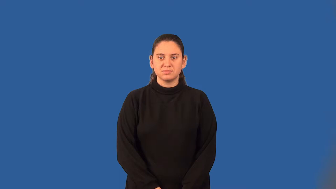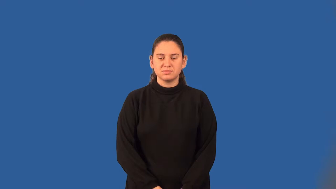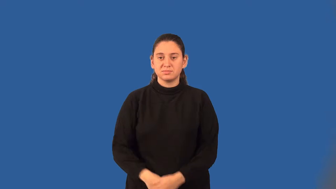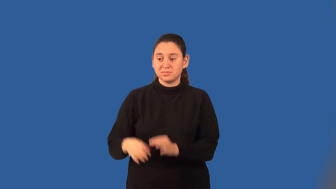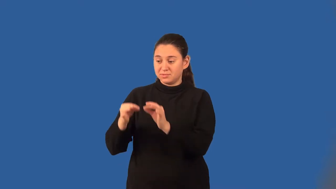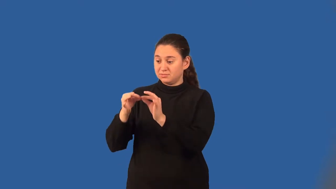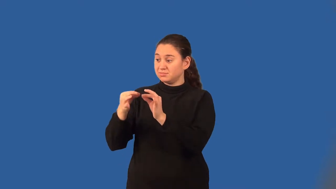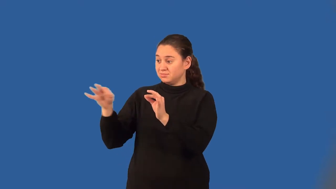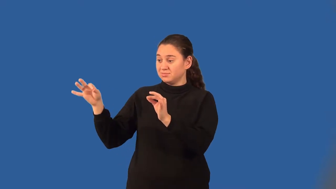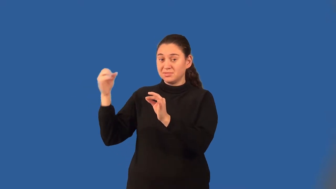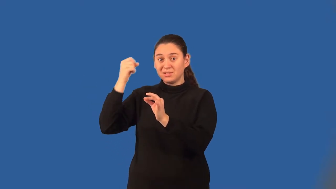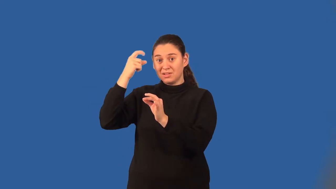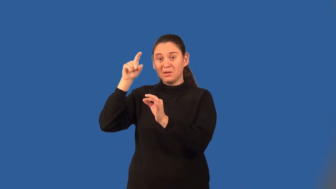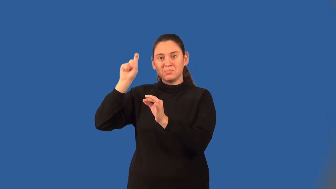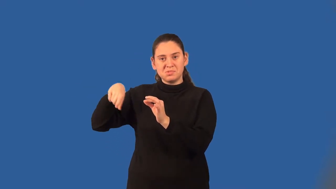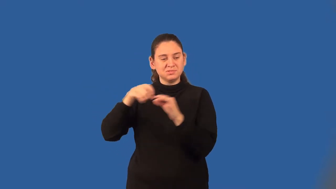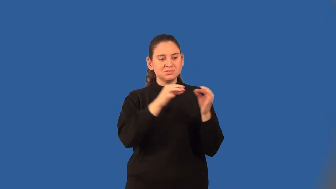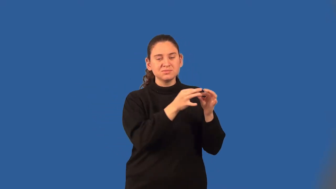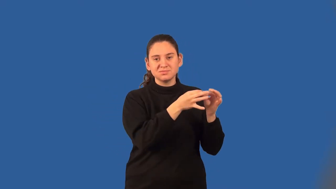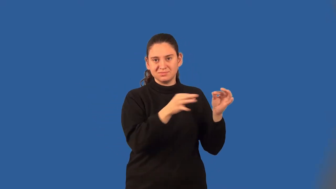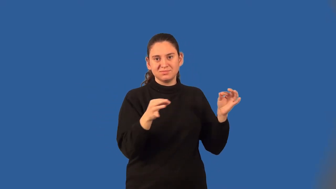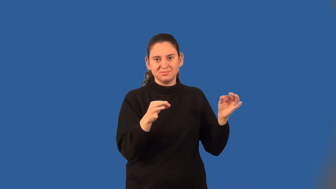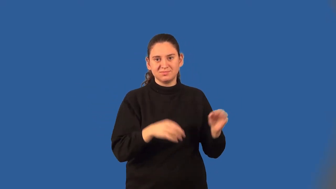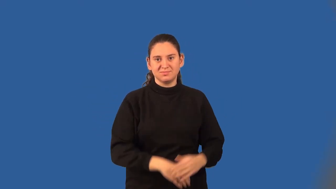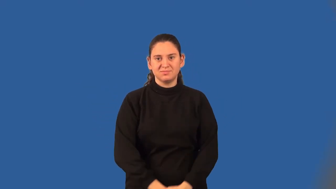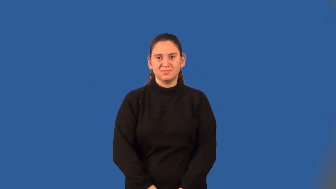conditional statement